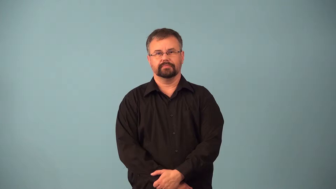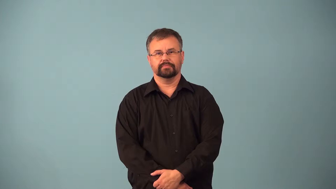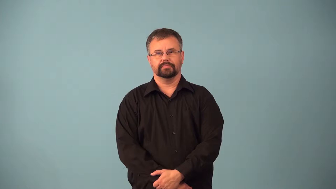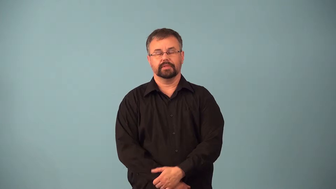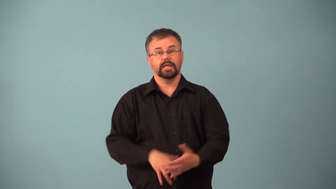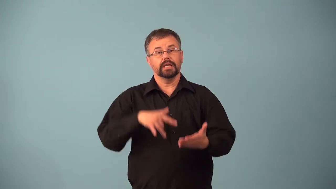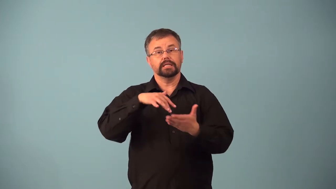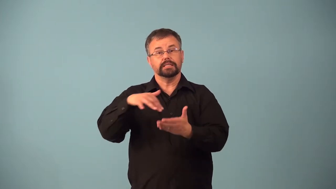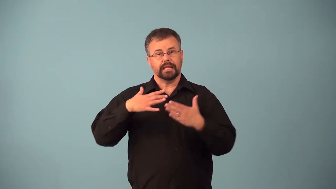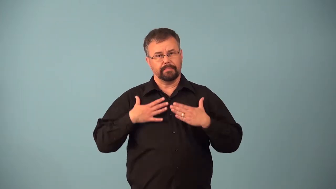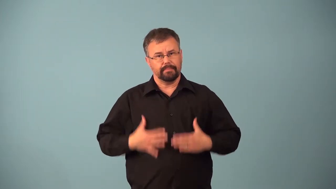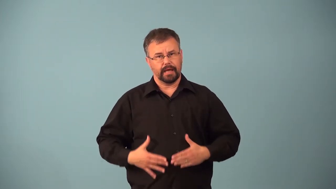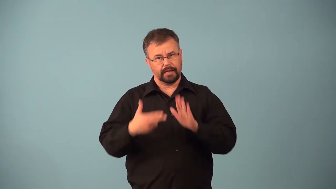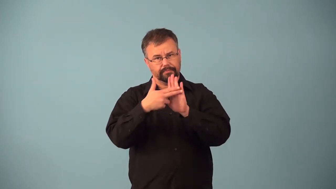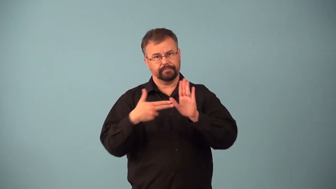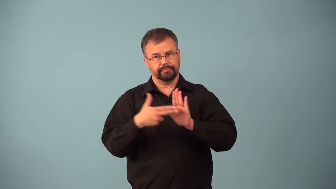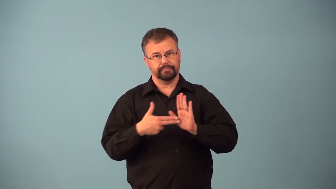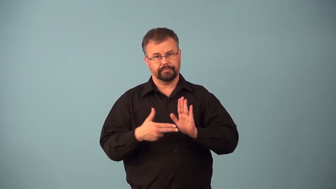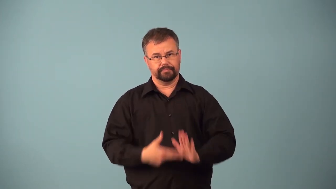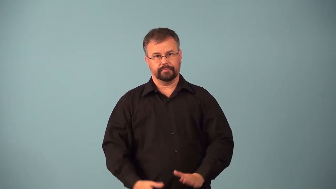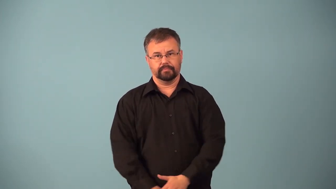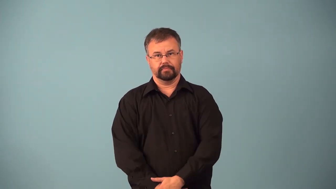anatomy-study of body